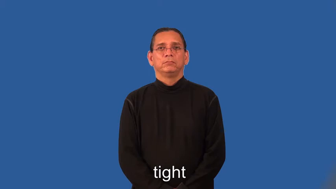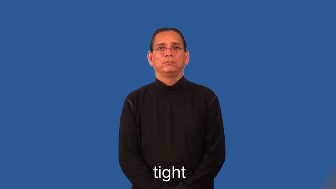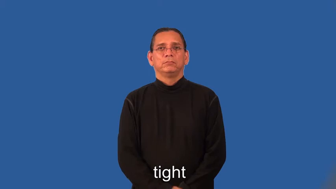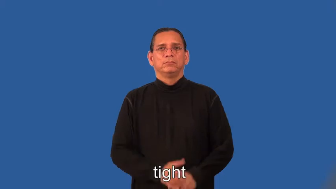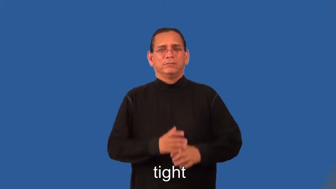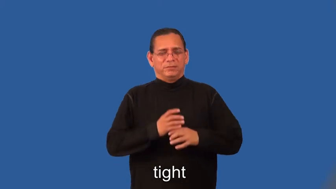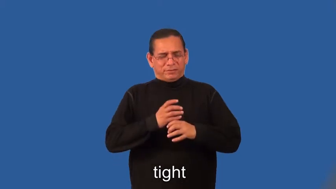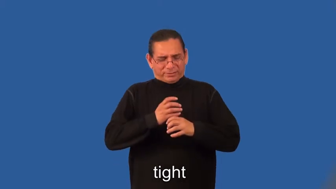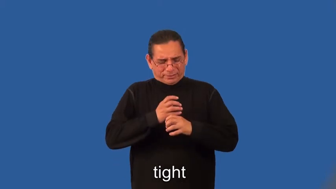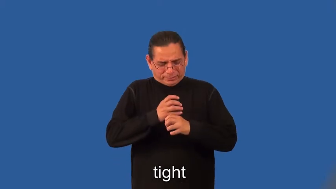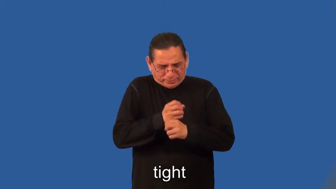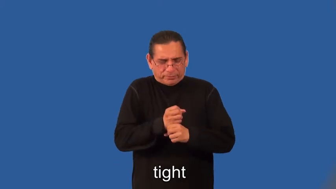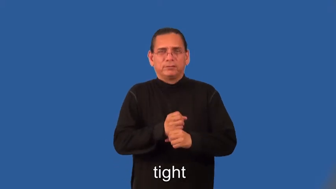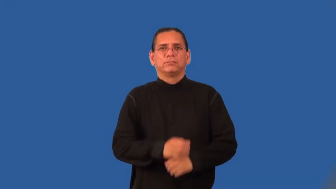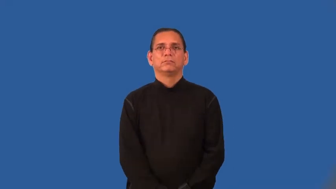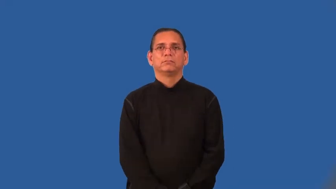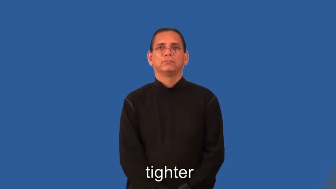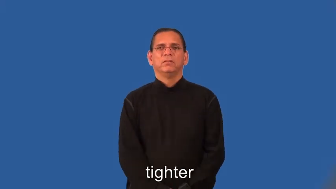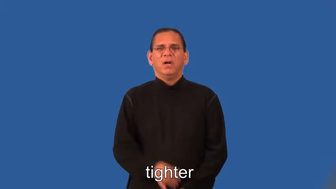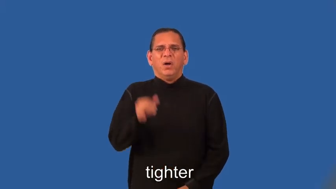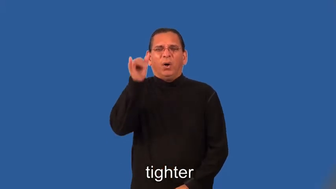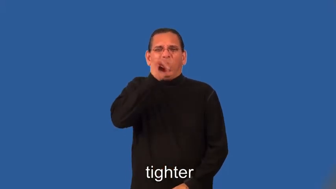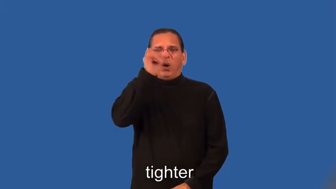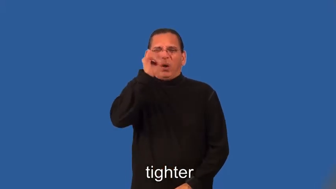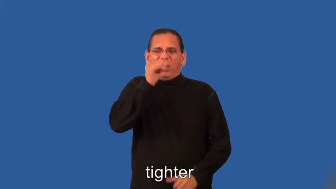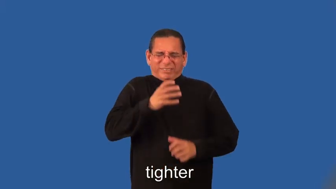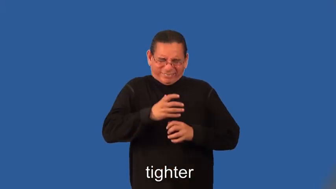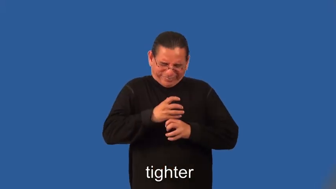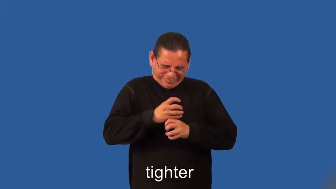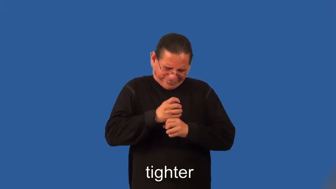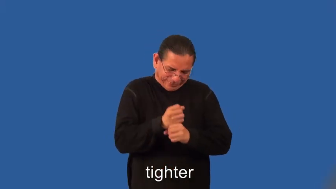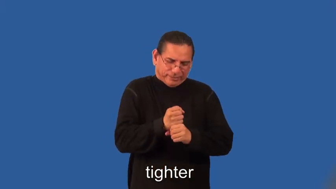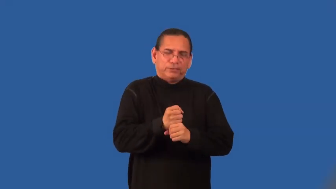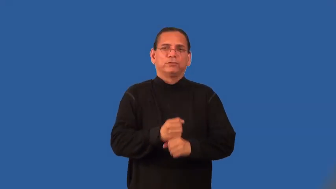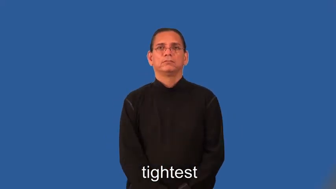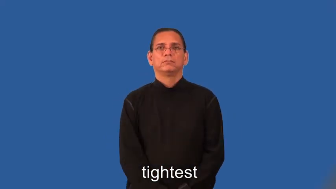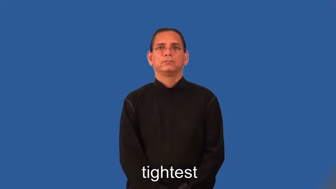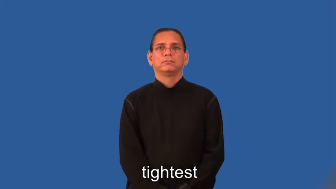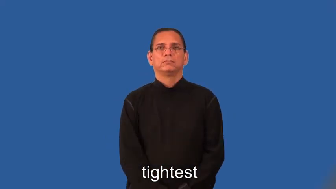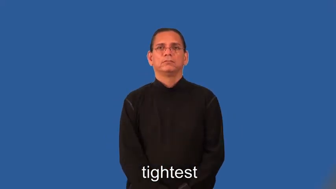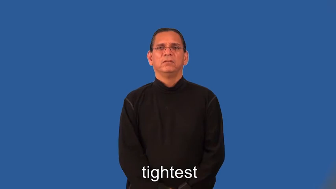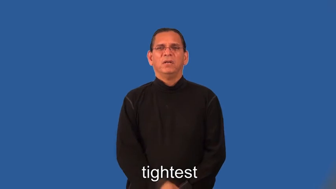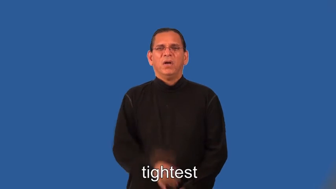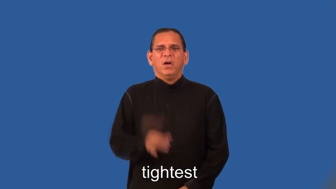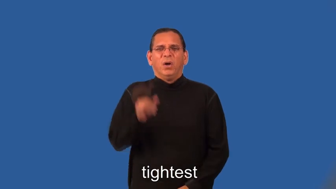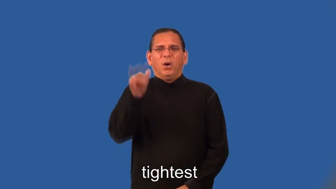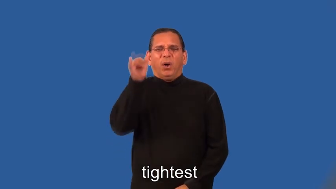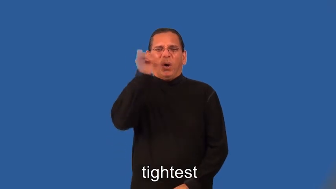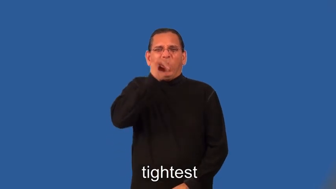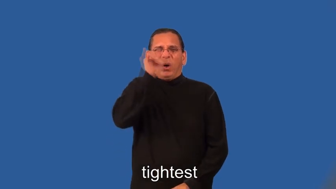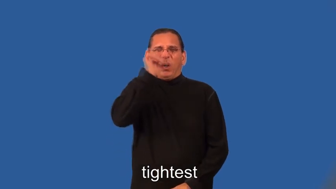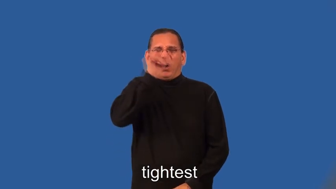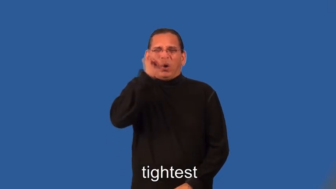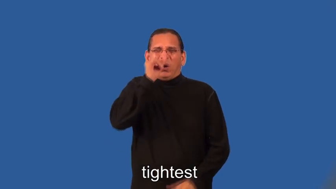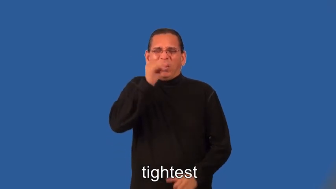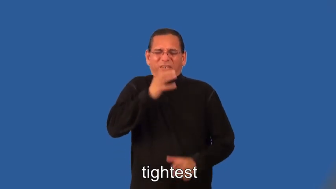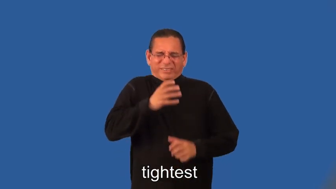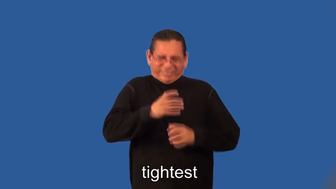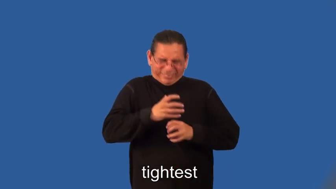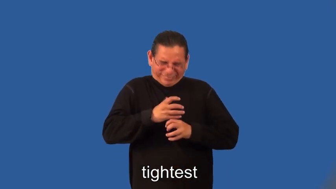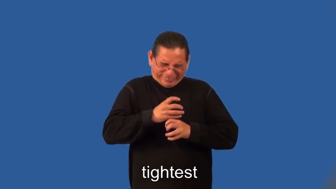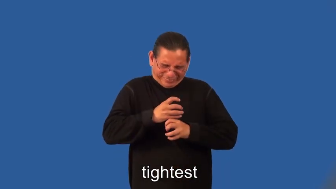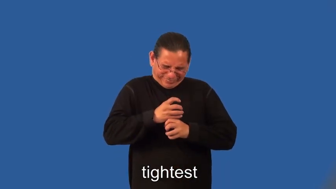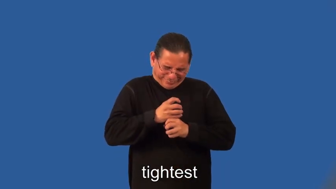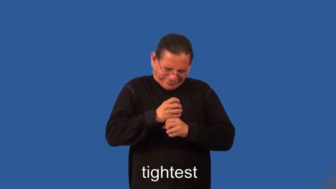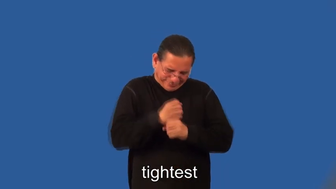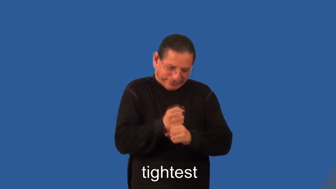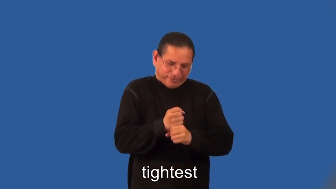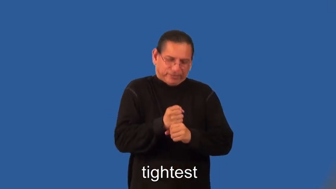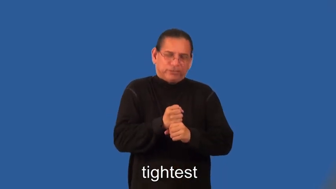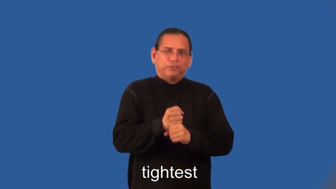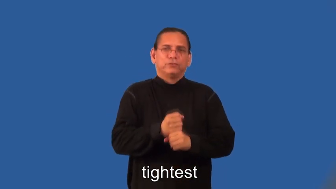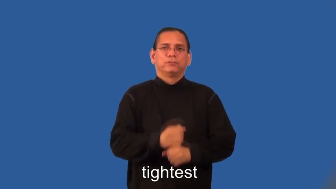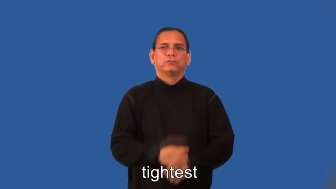tighter,tightest-not loose